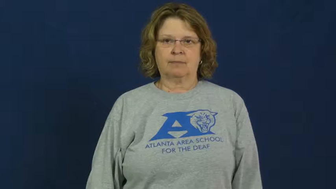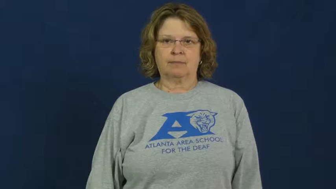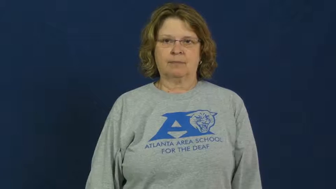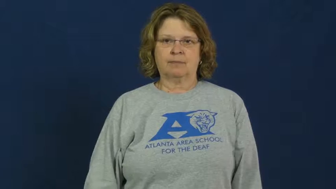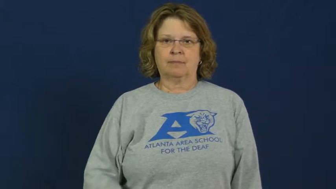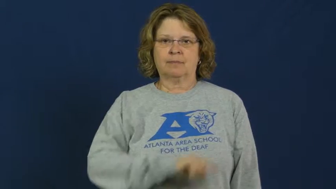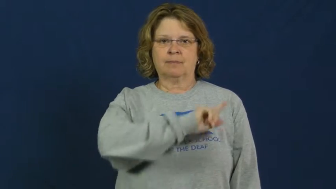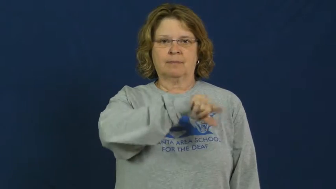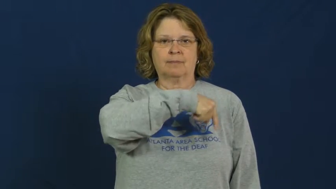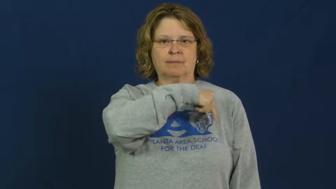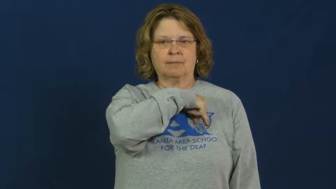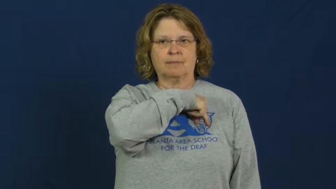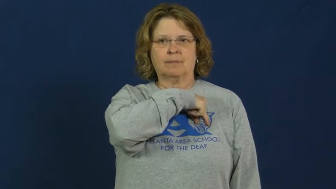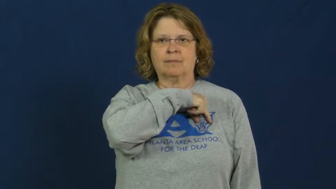qualification